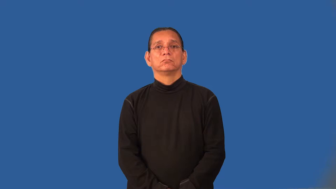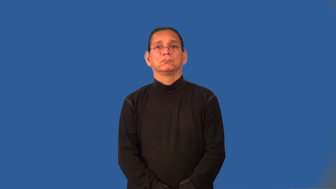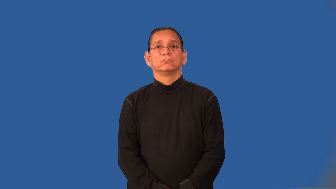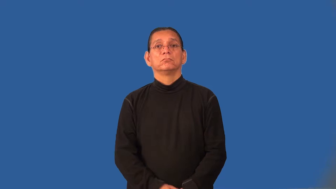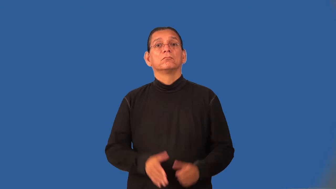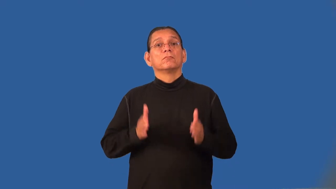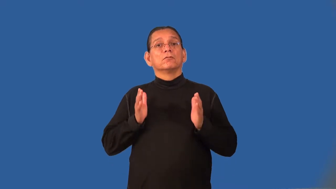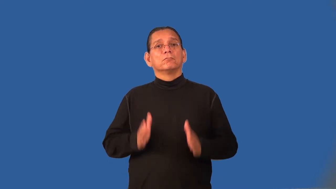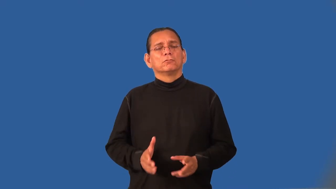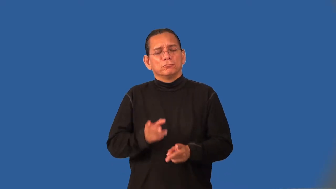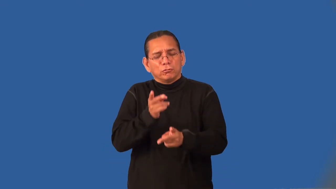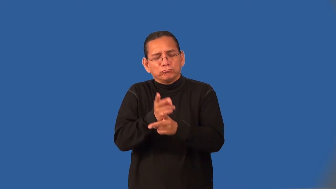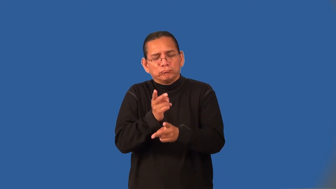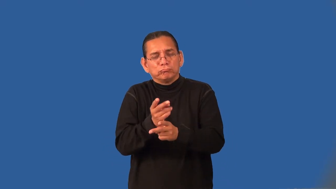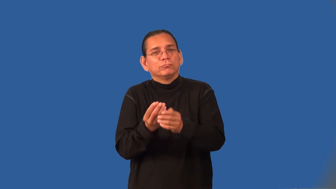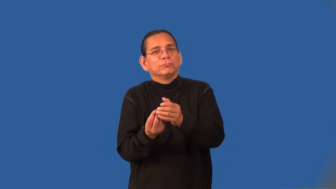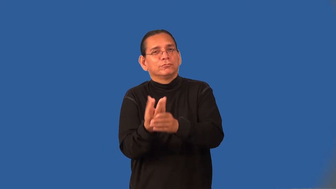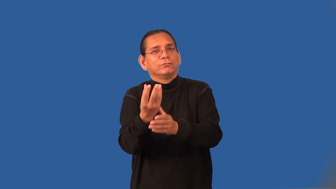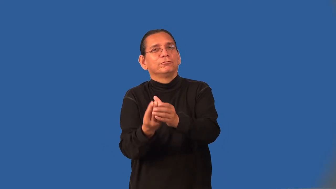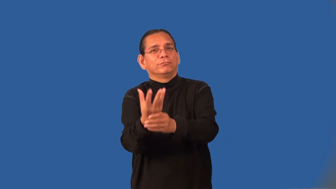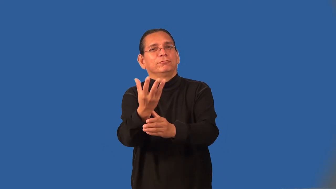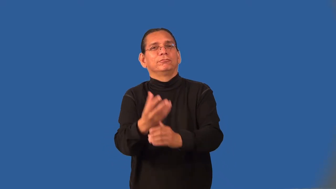nurseryman